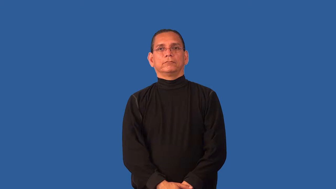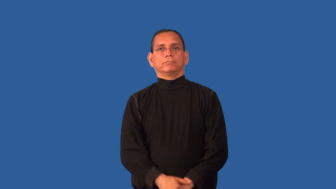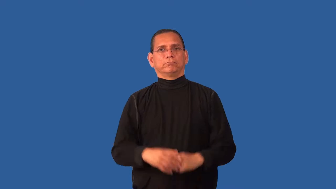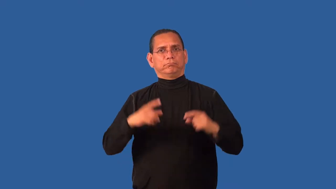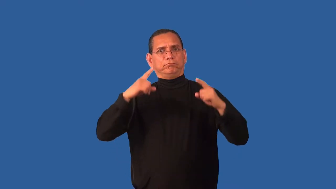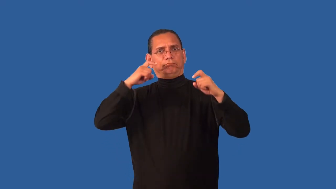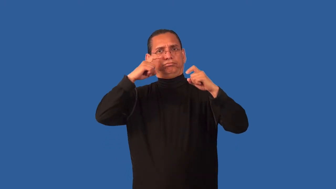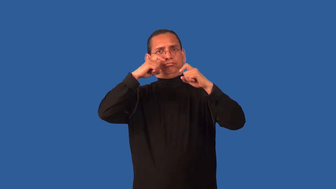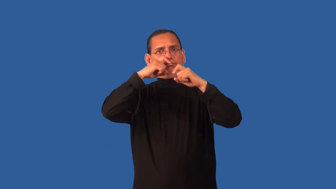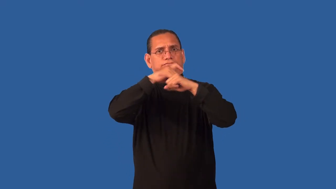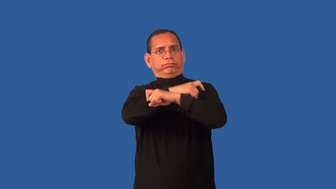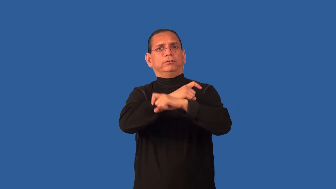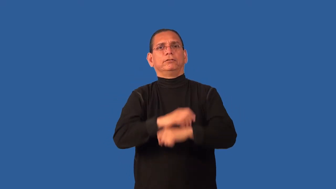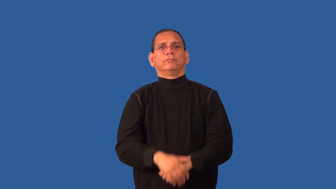complicate